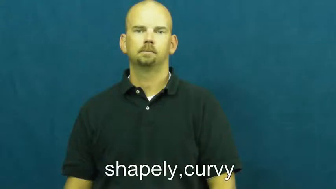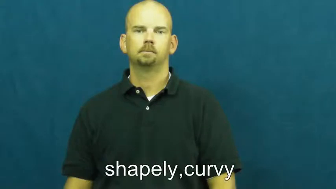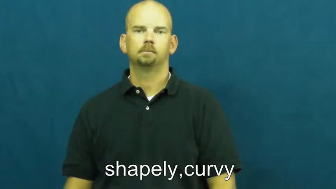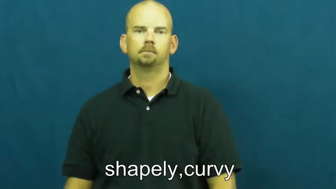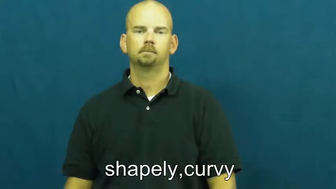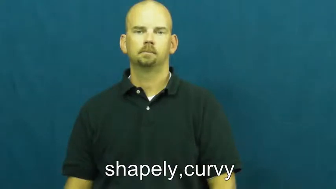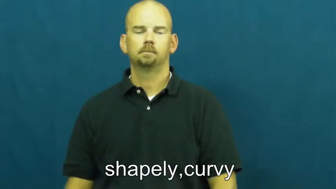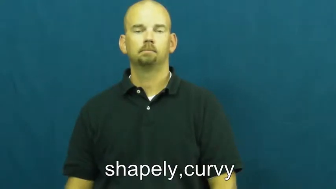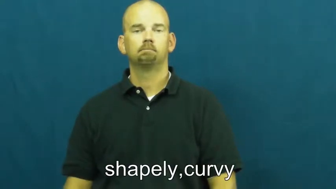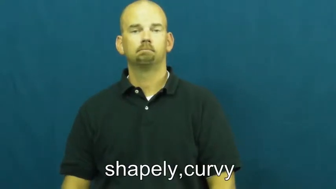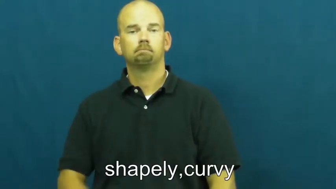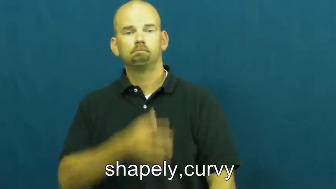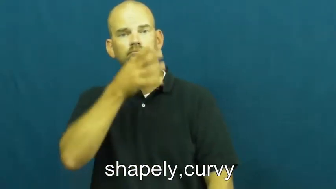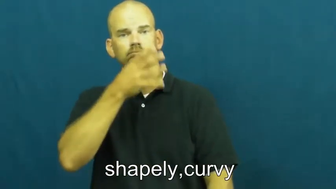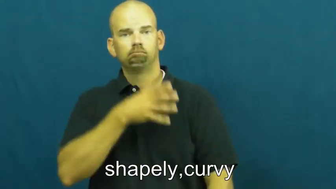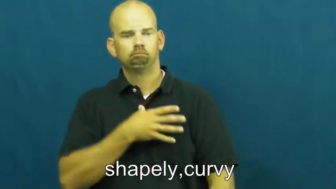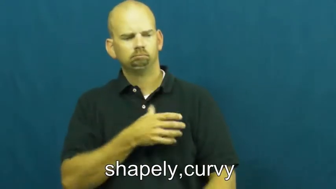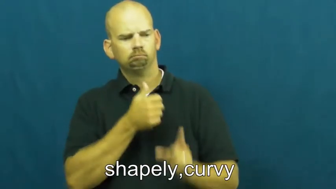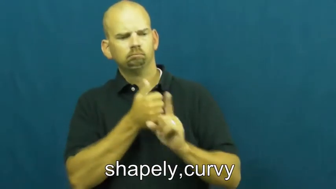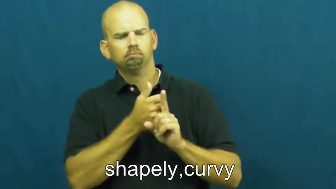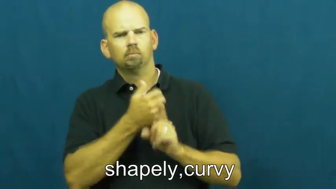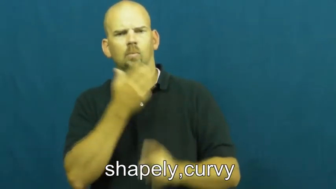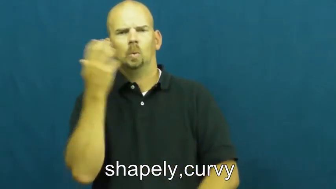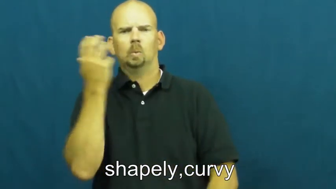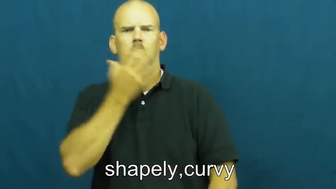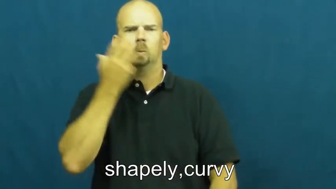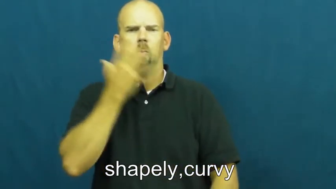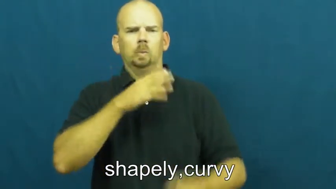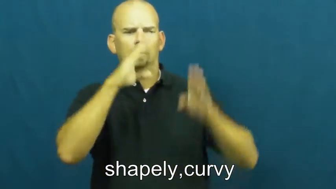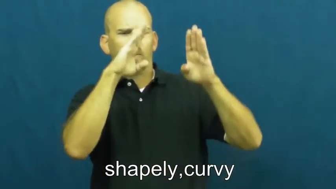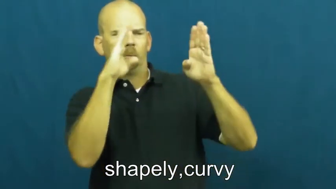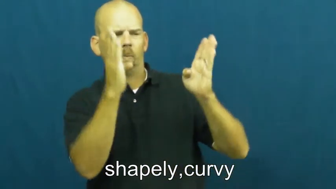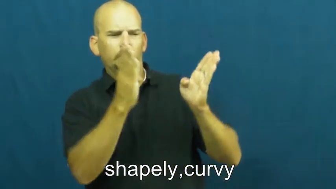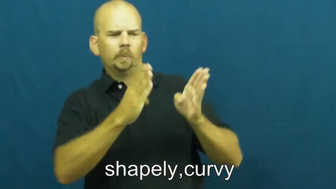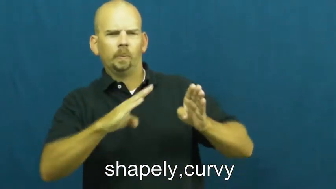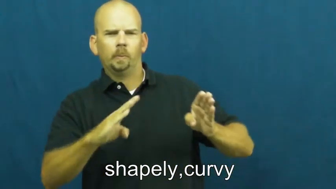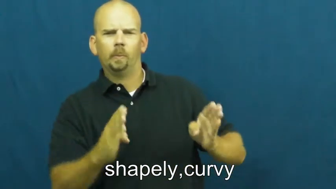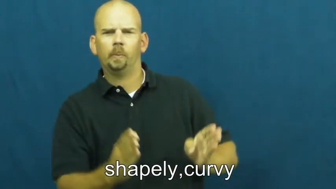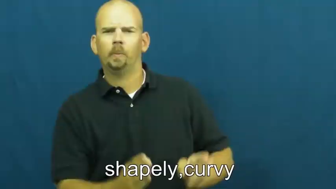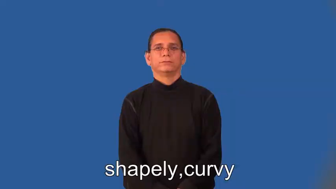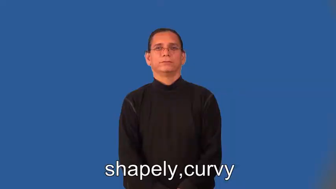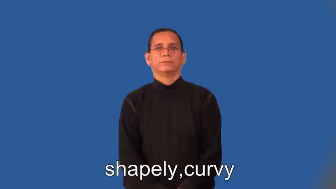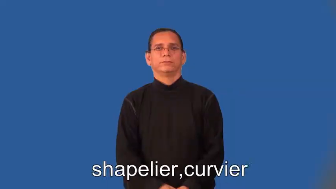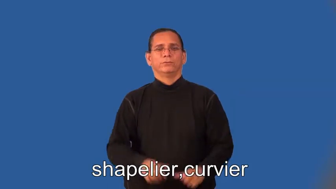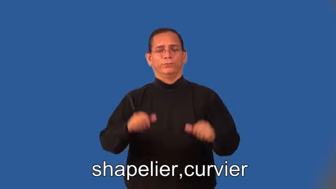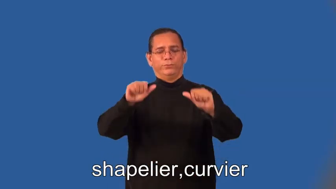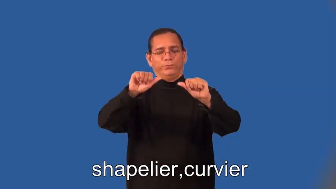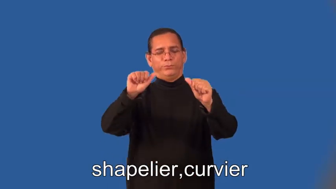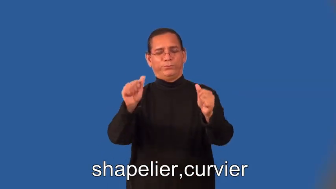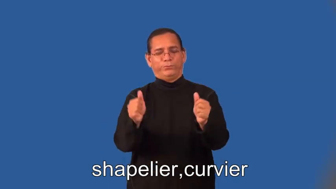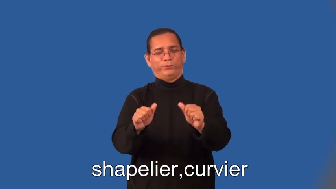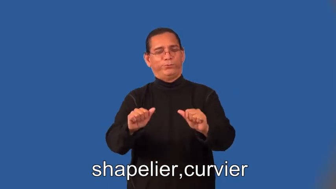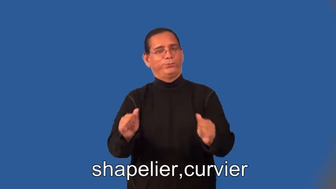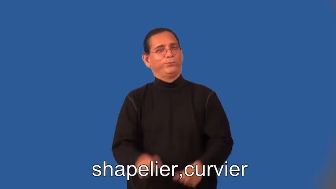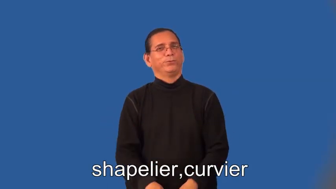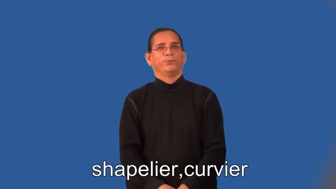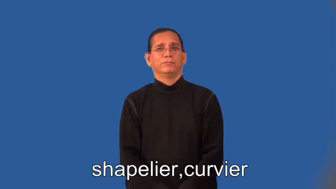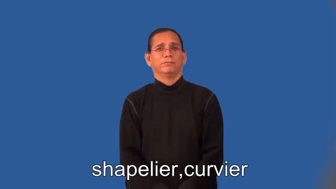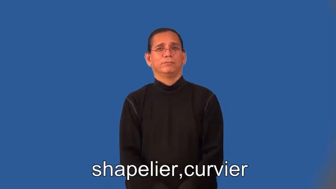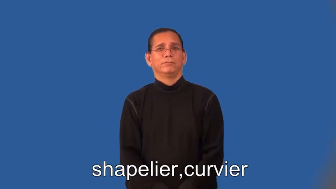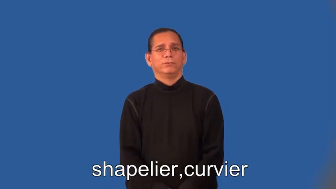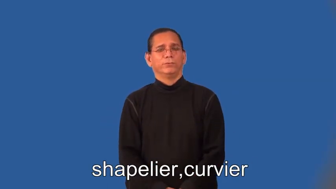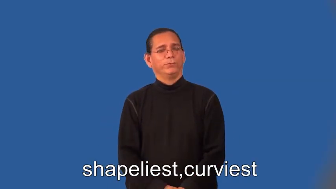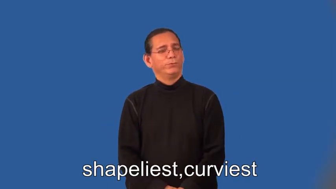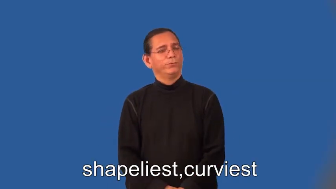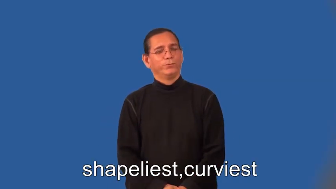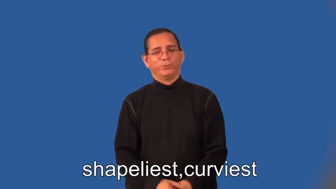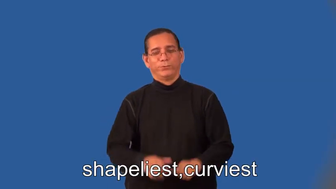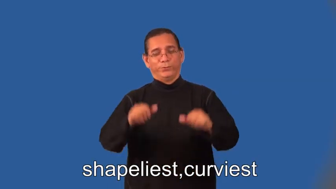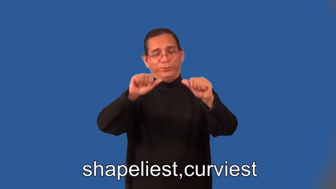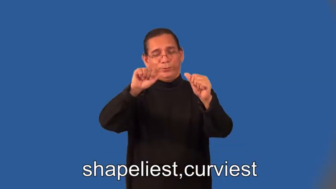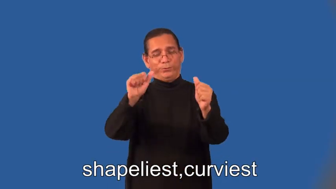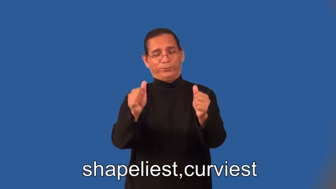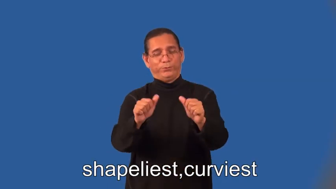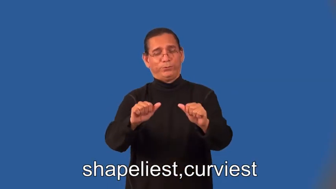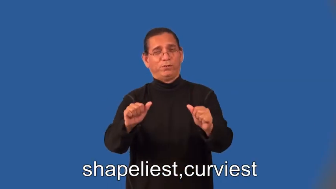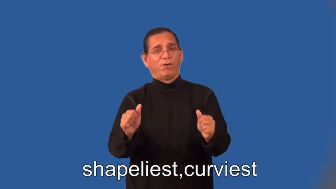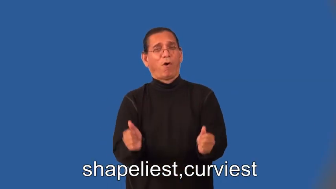shapelier,curvier,shapeliest,curviest